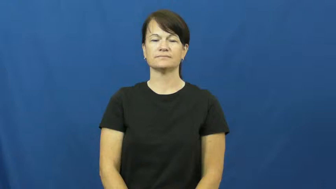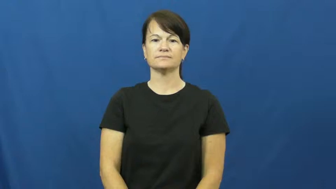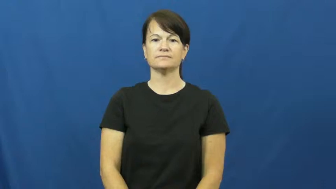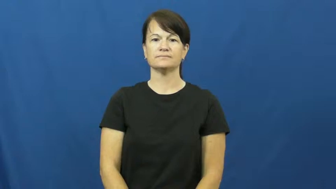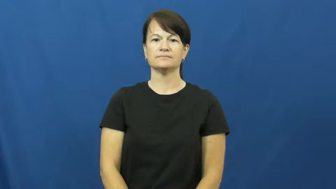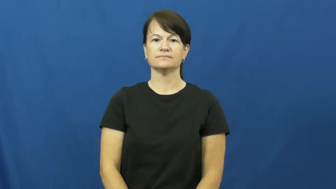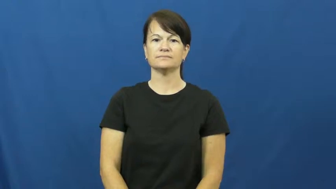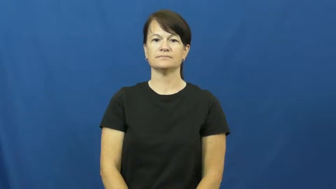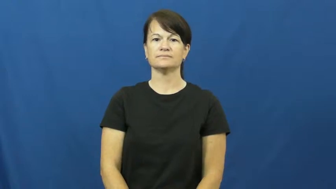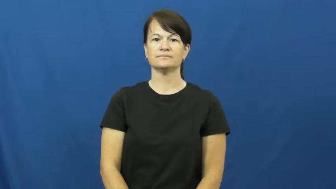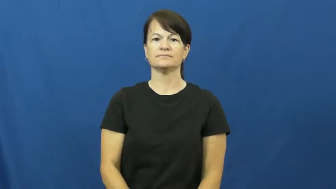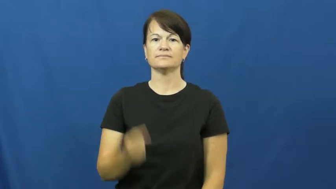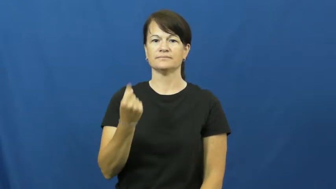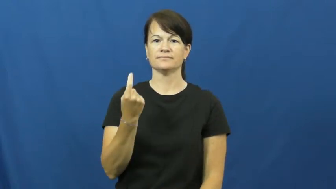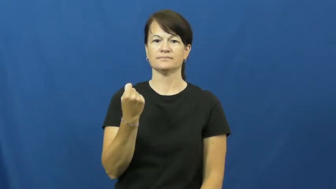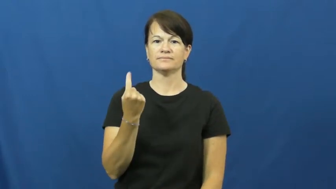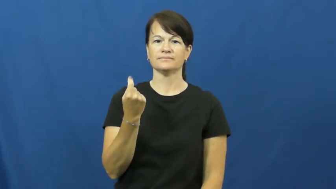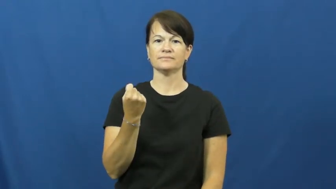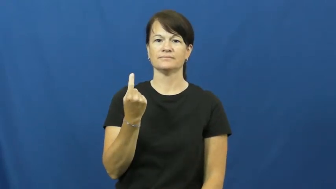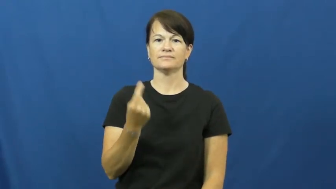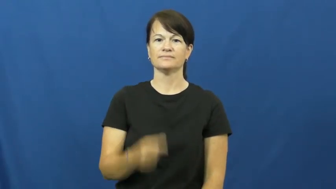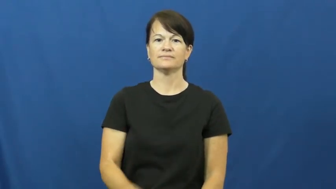eleven